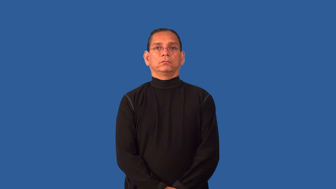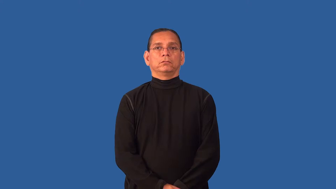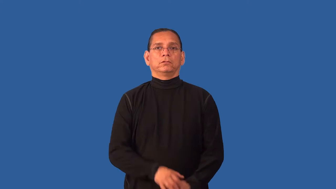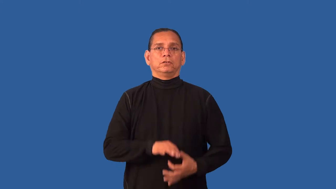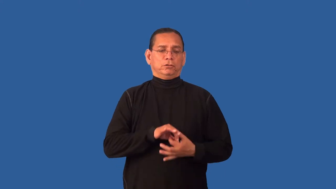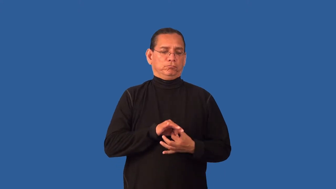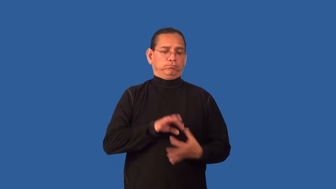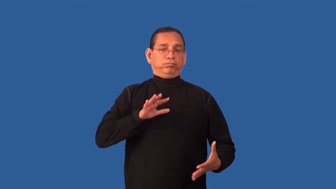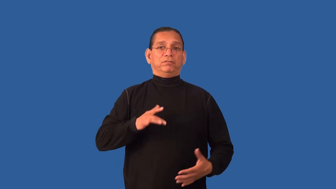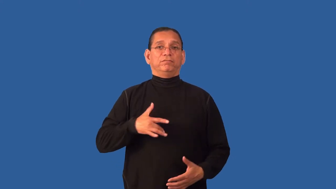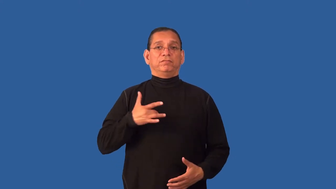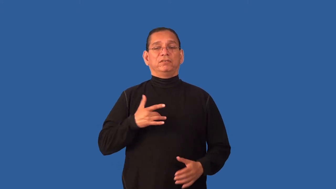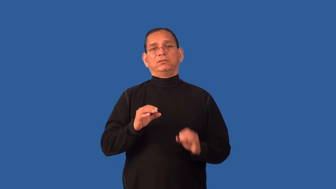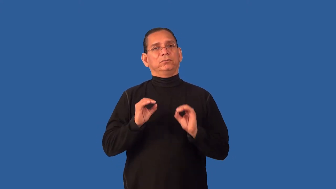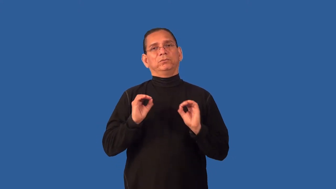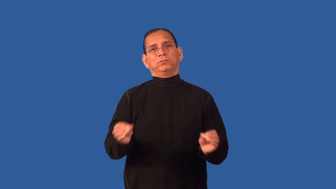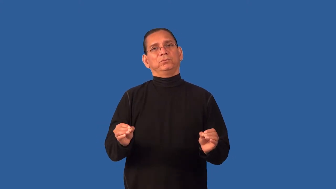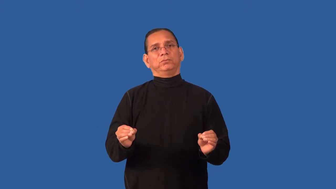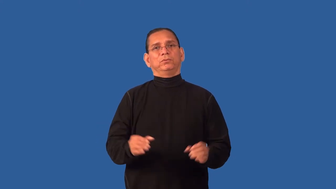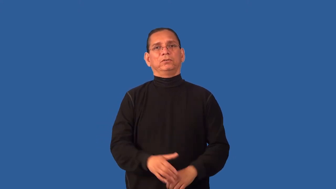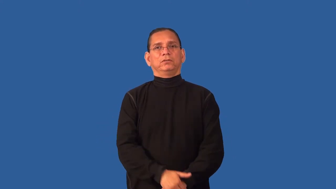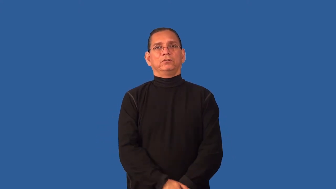detached-emotion